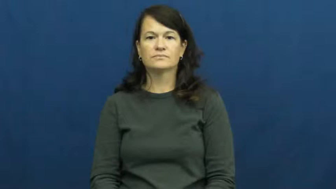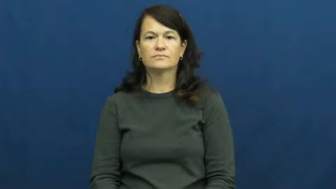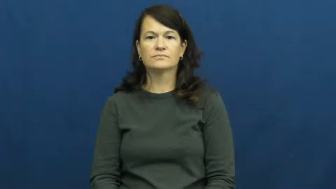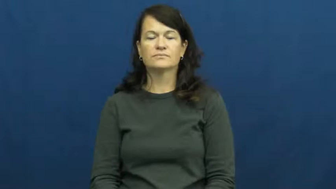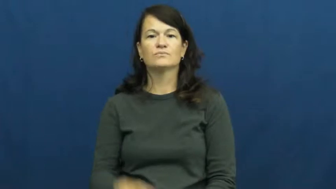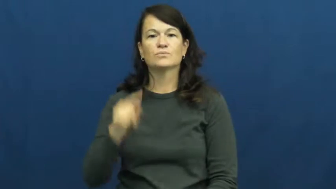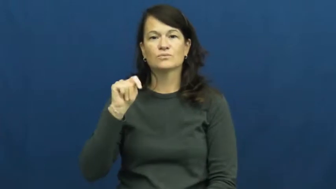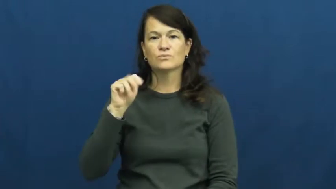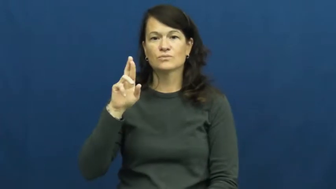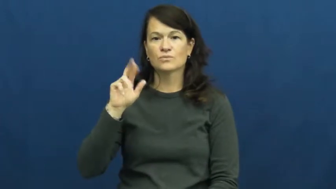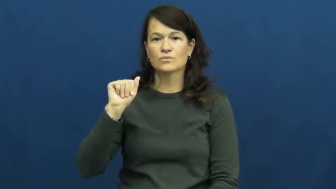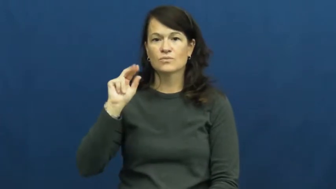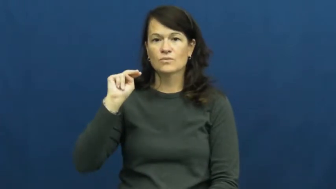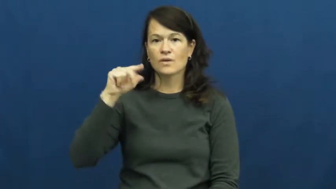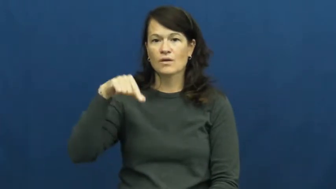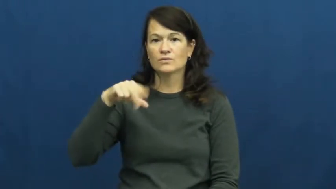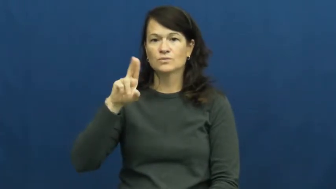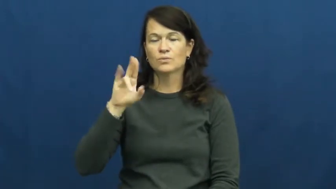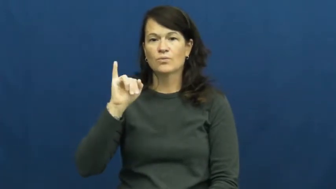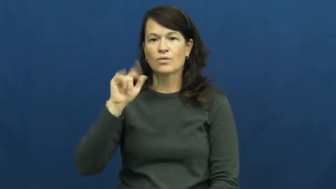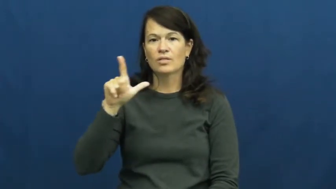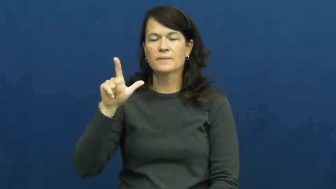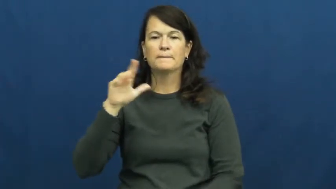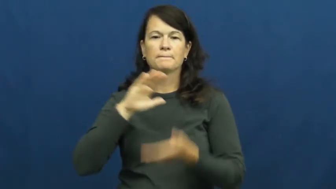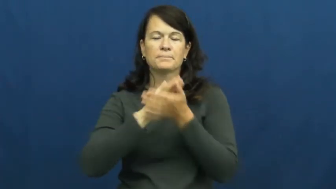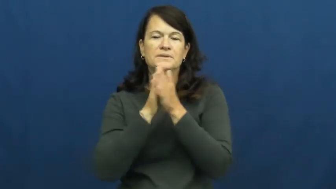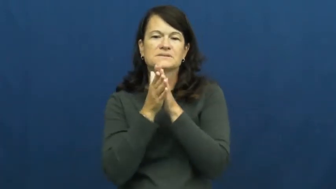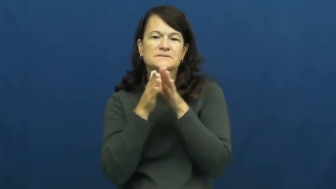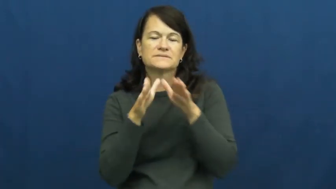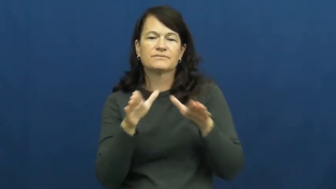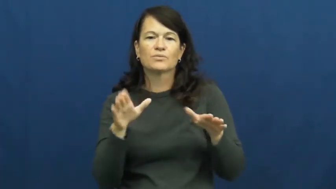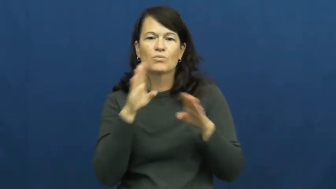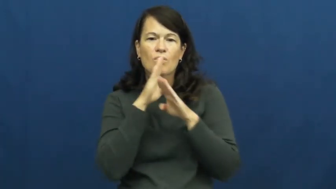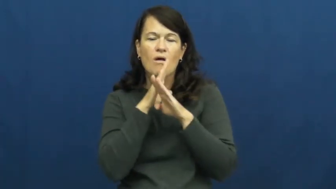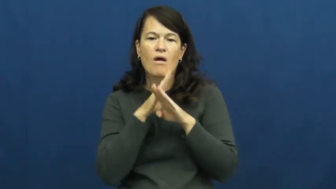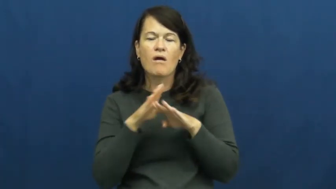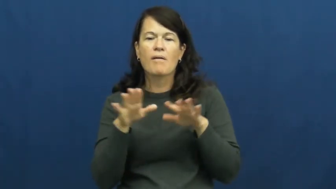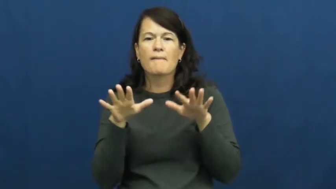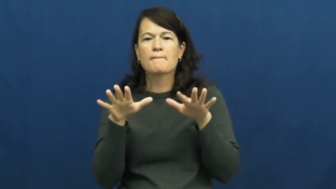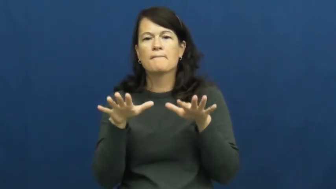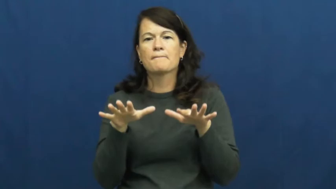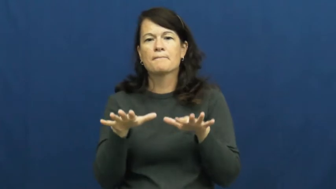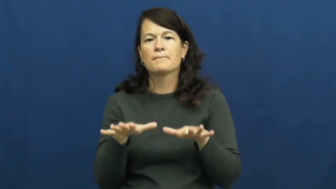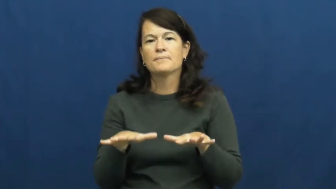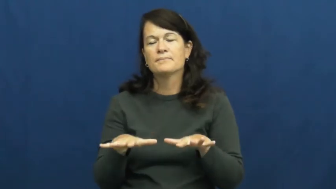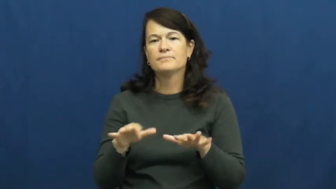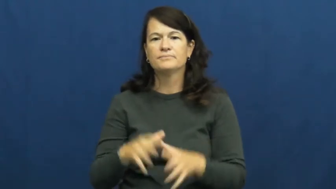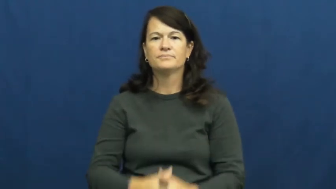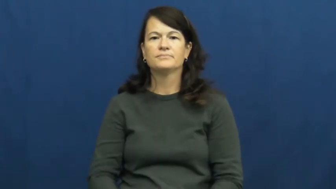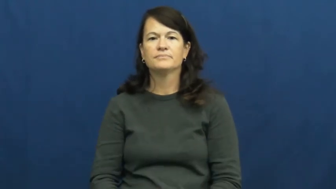tranquil